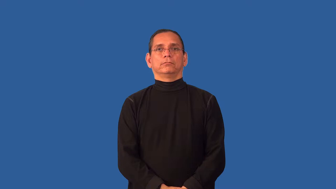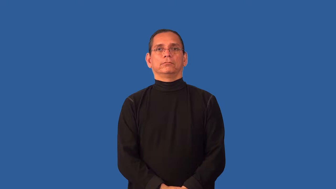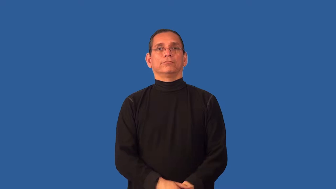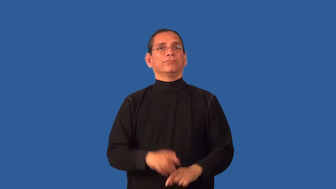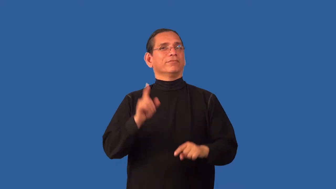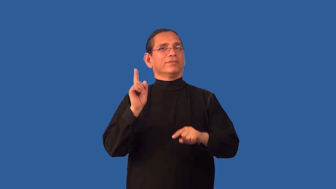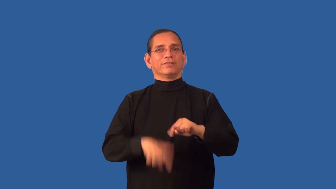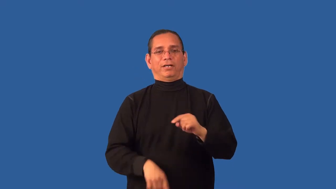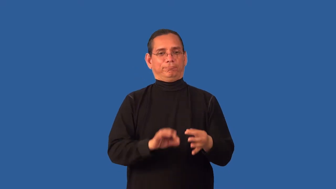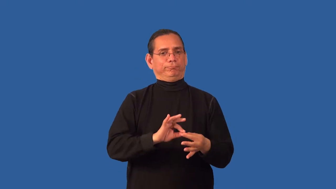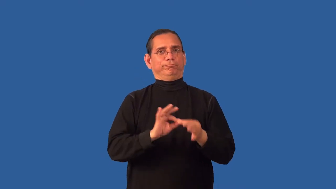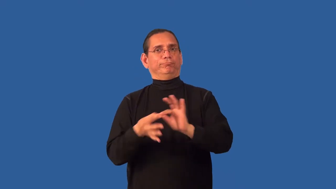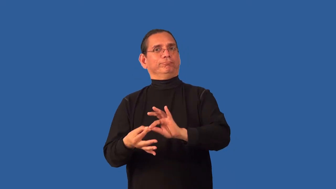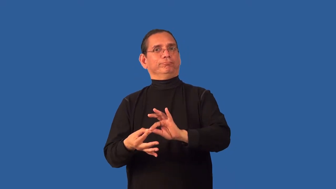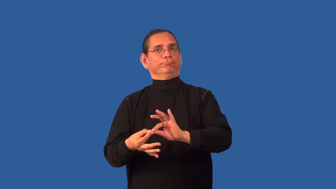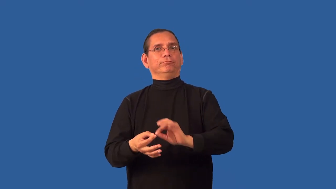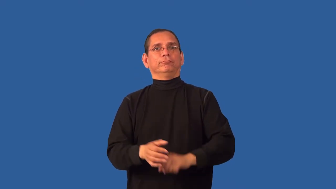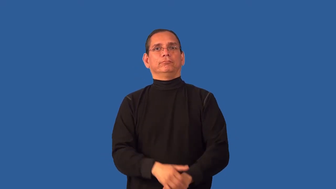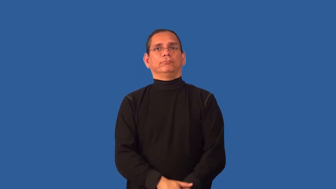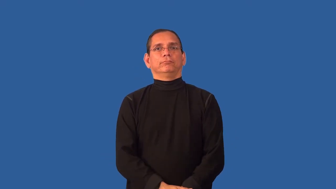untranslatable